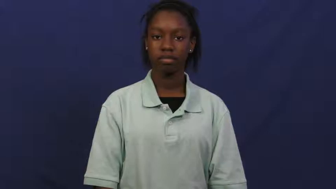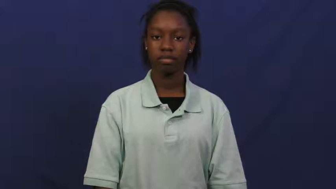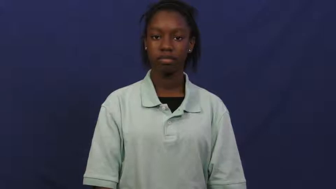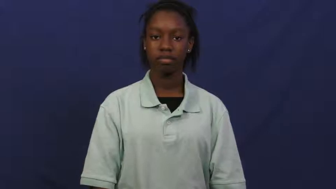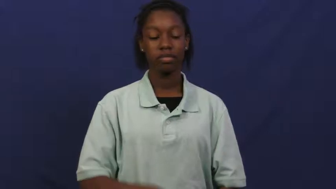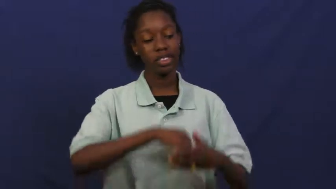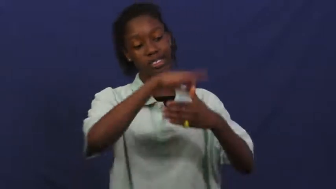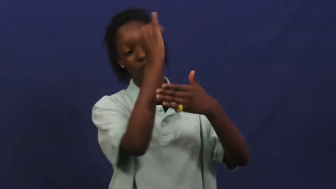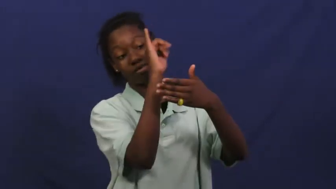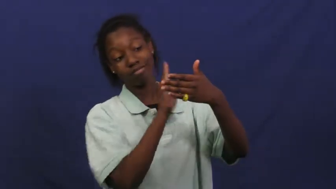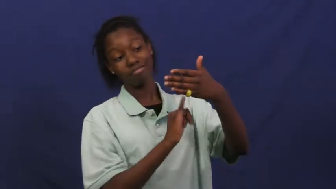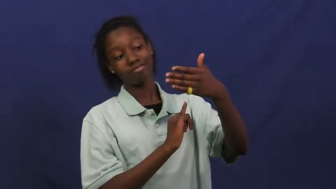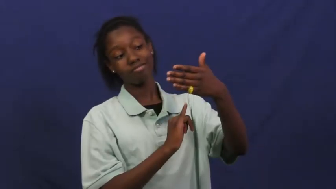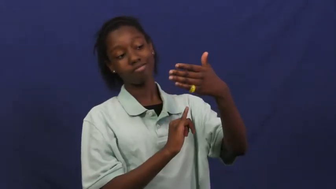design